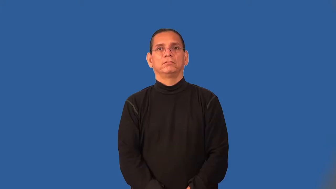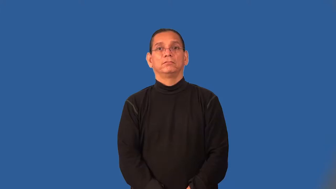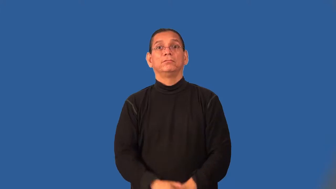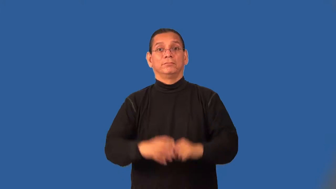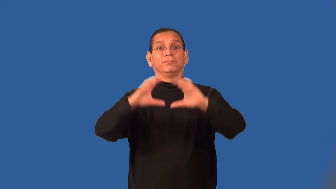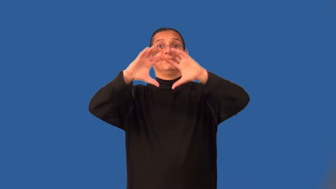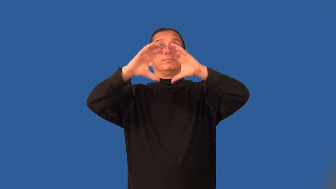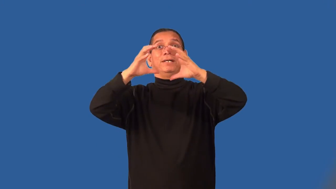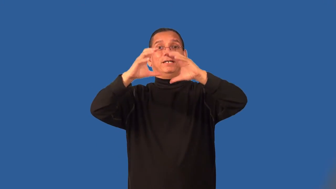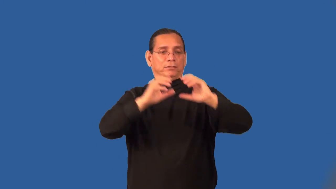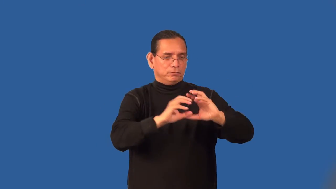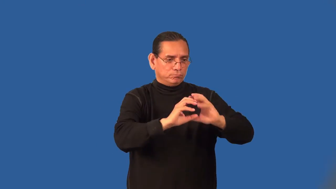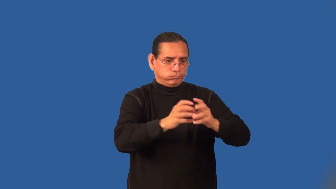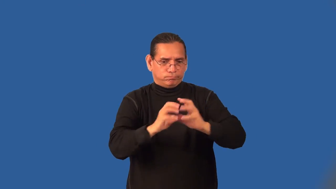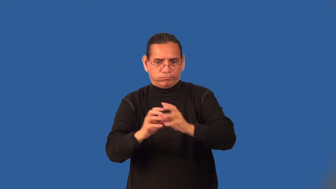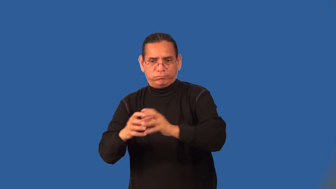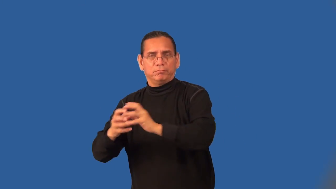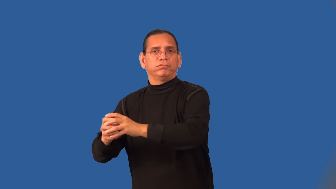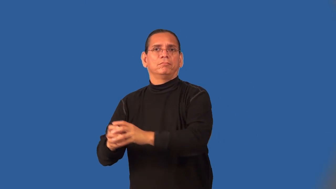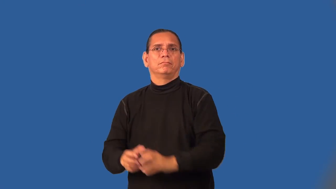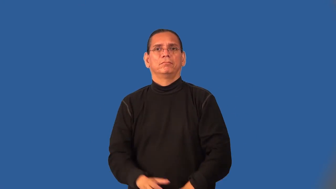subclass